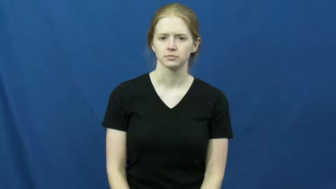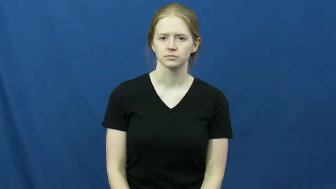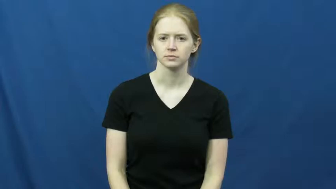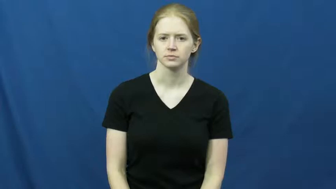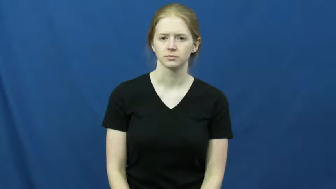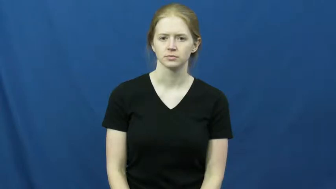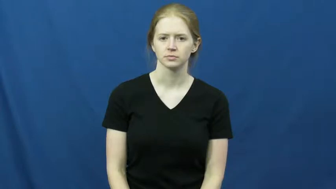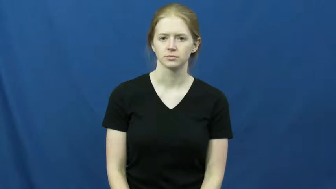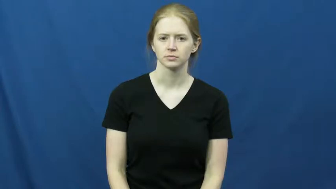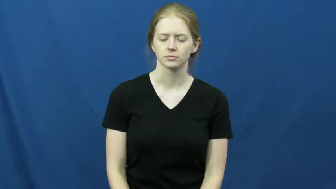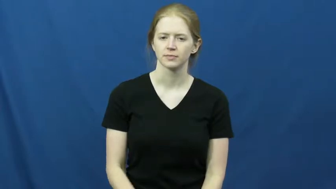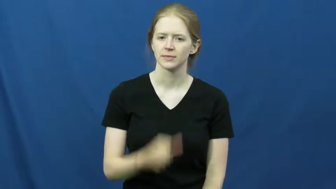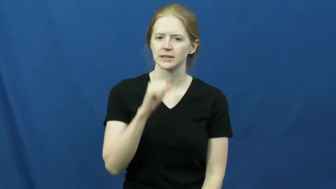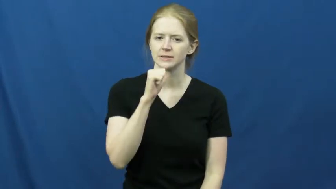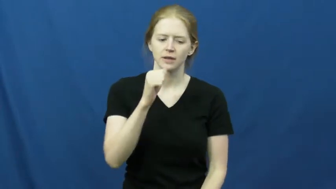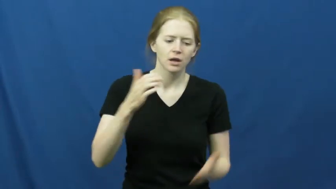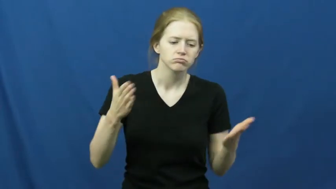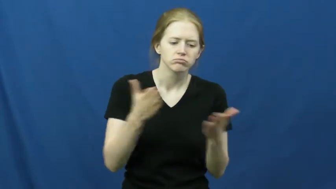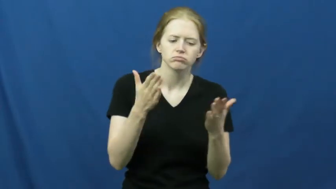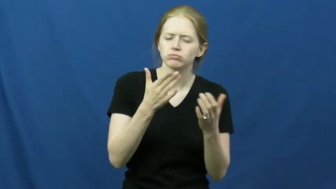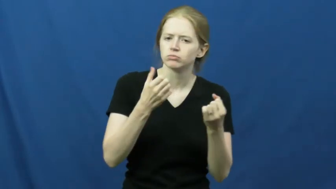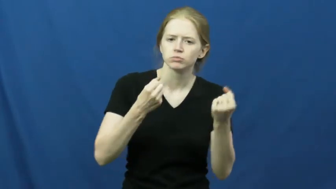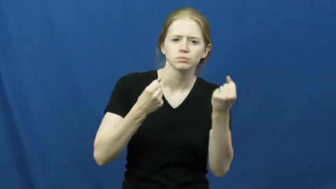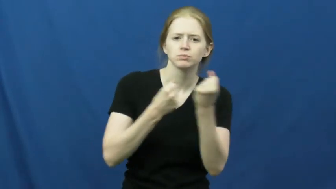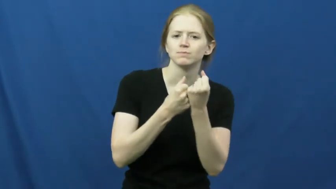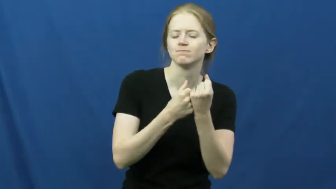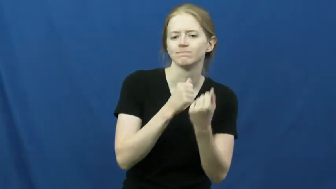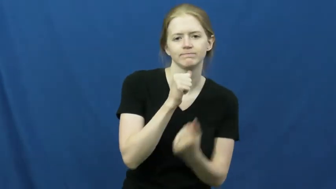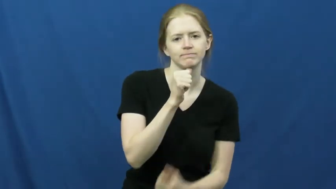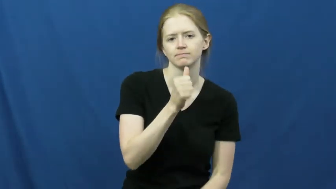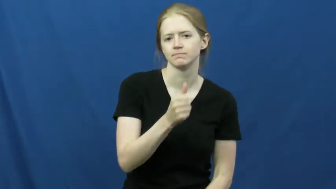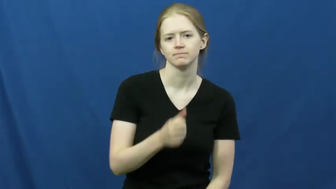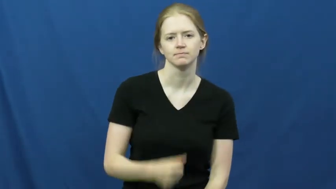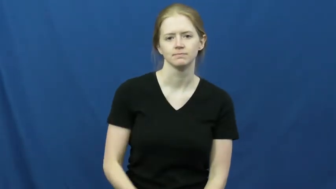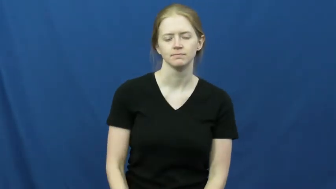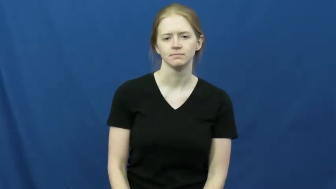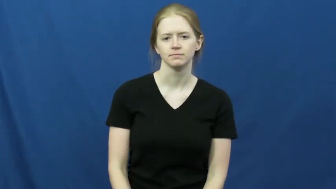discourage-not support